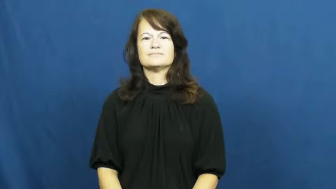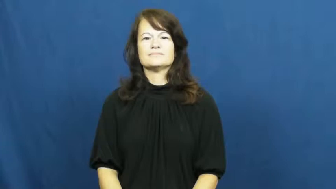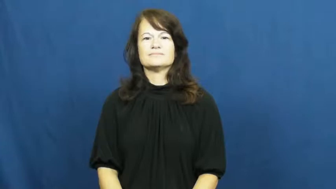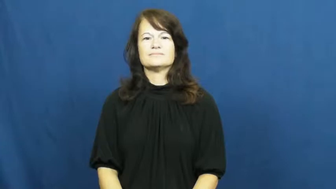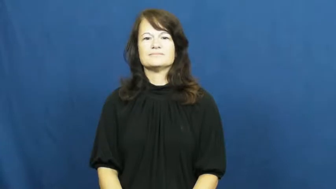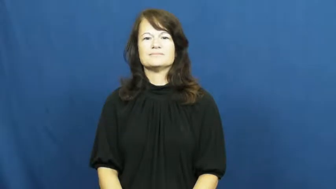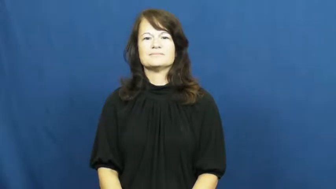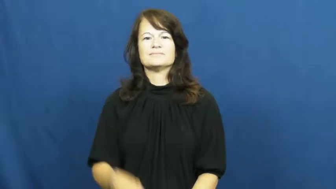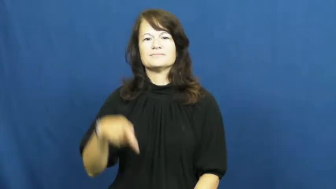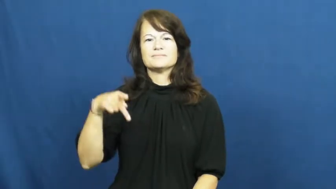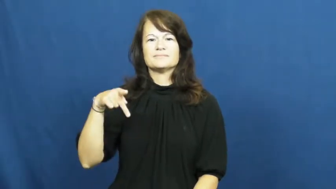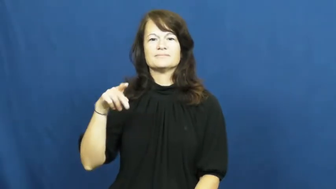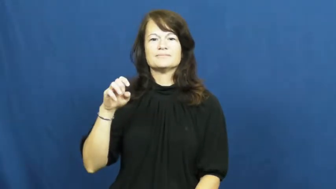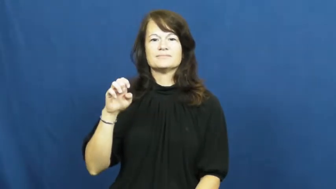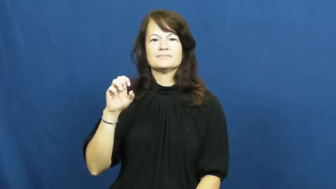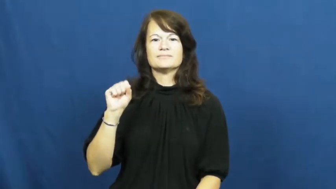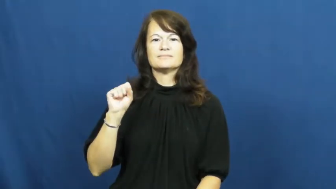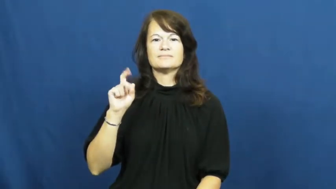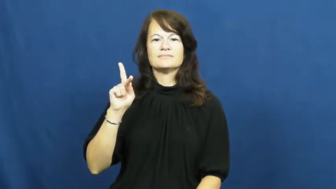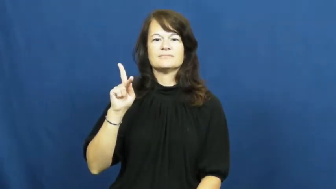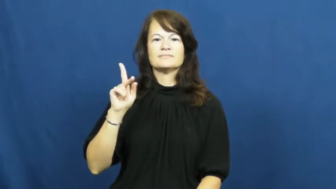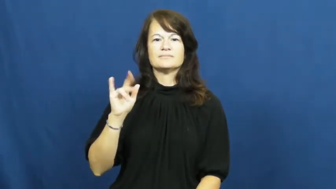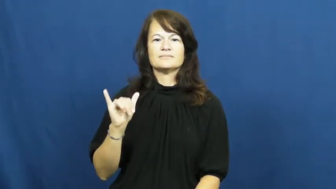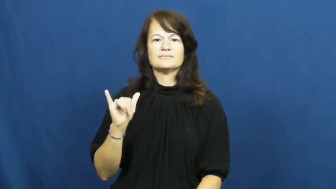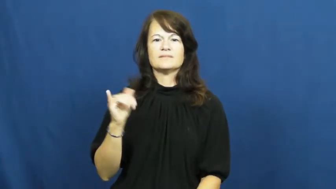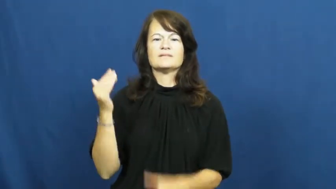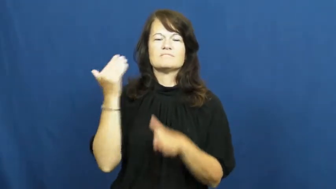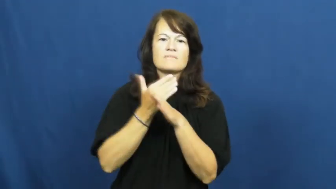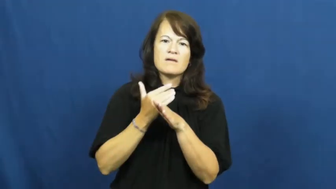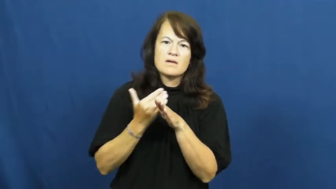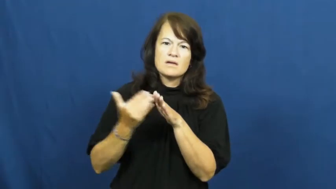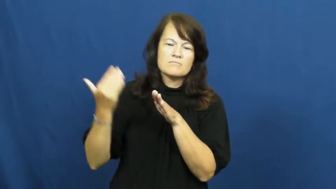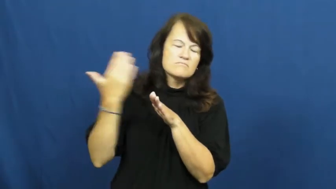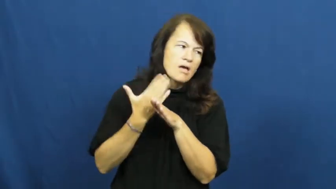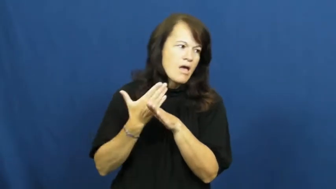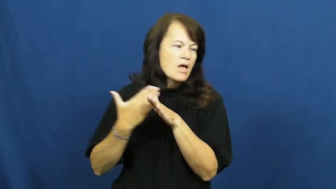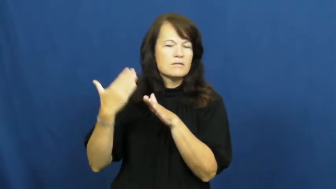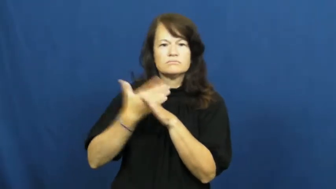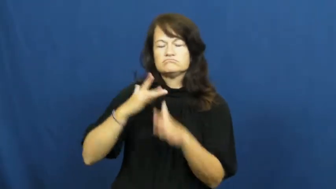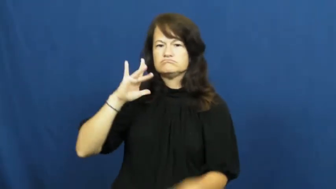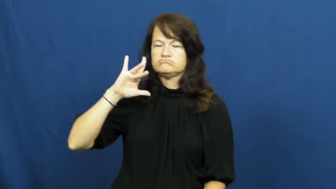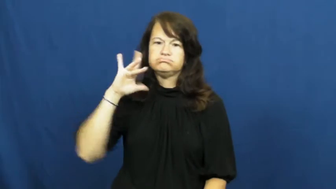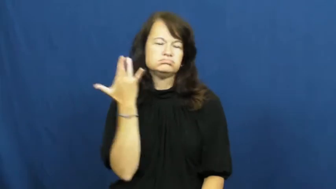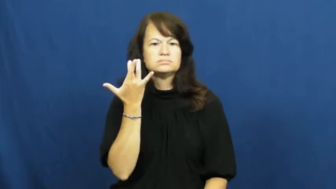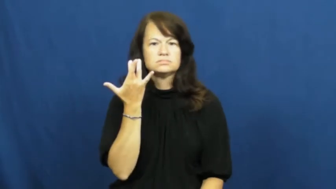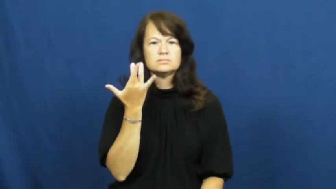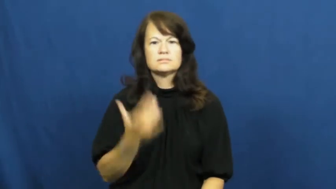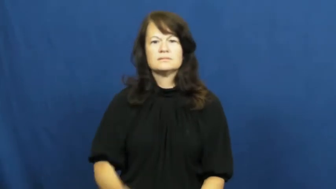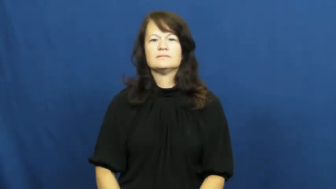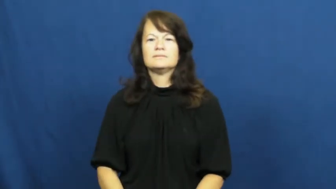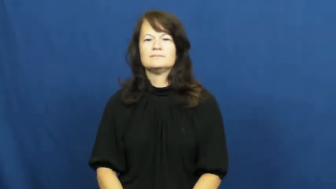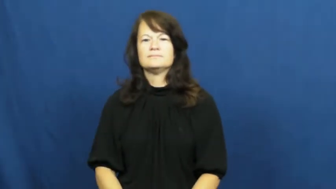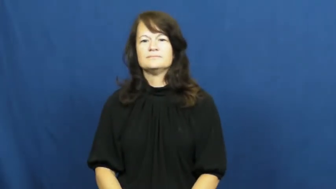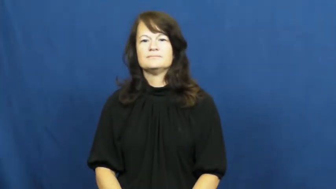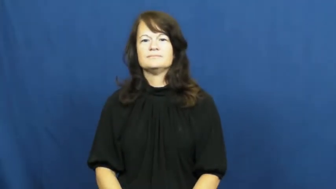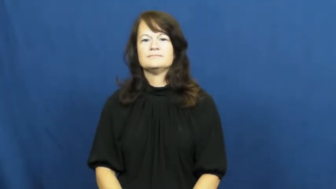pesky